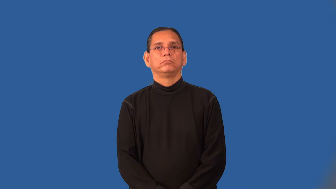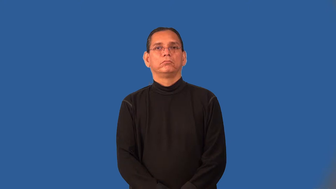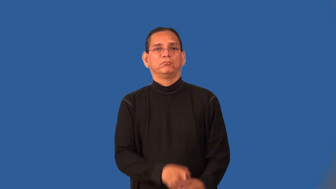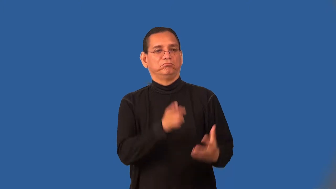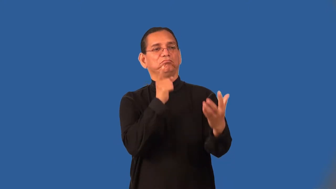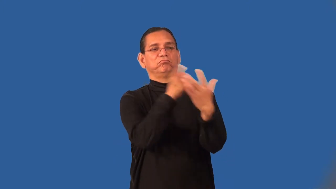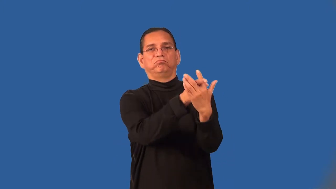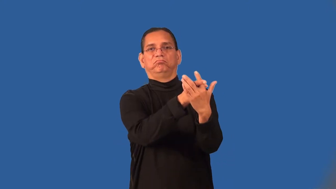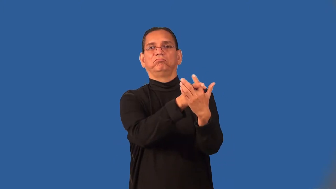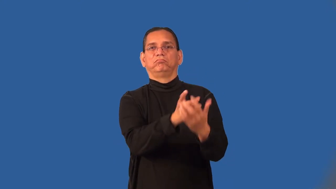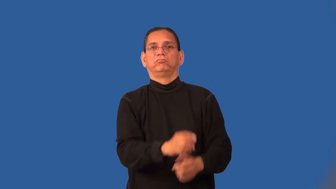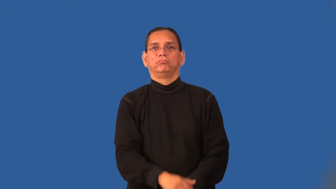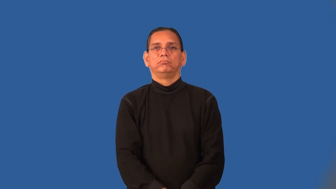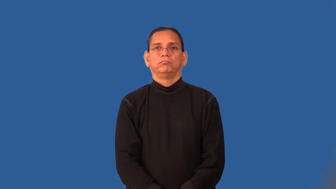polemic